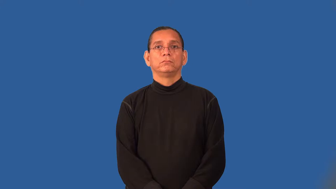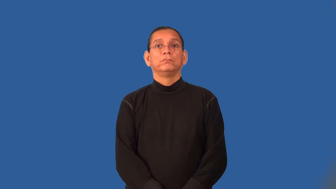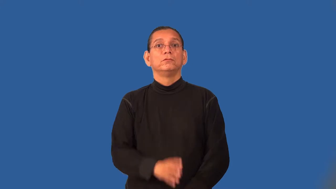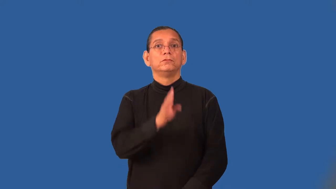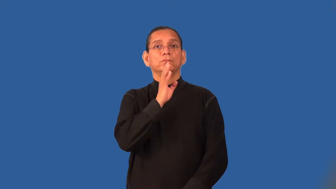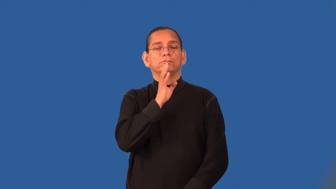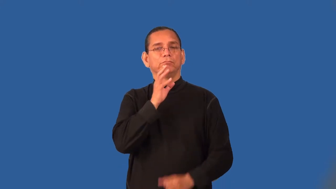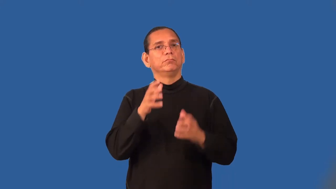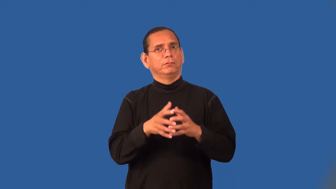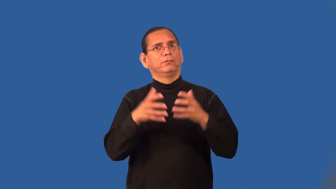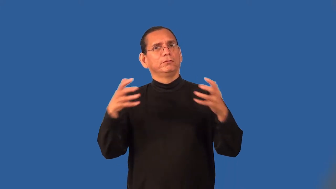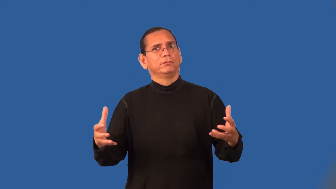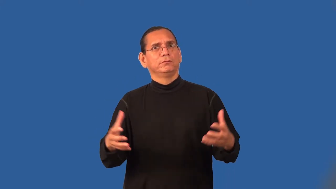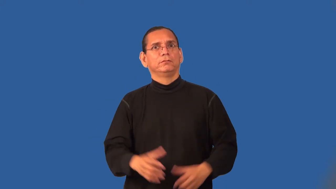talkative,gabby,motormouth,voluble